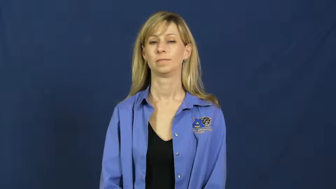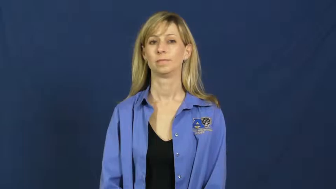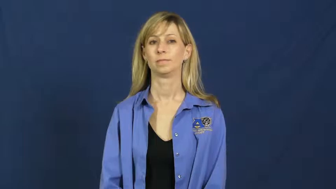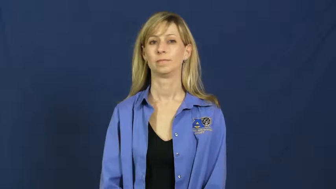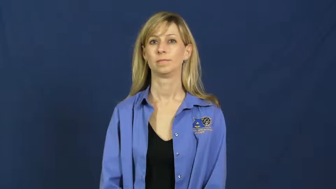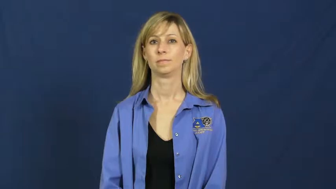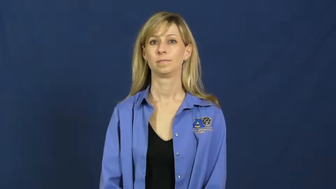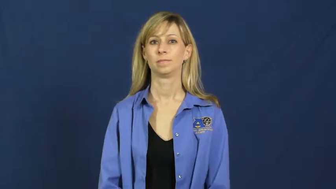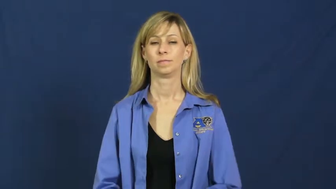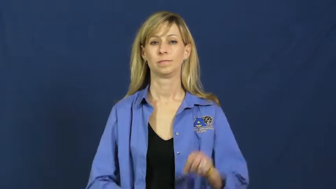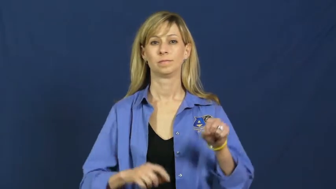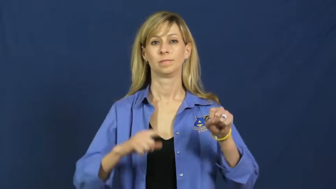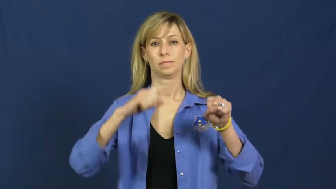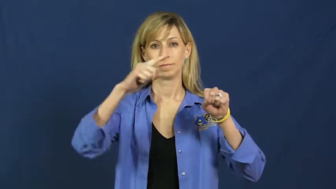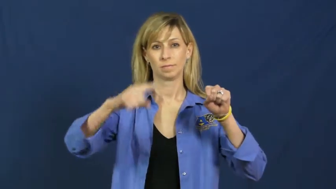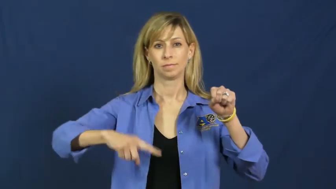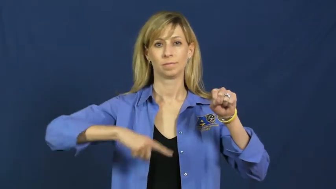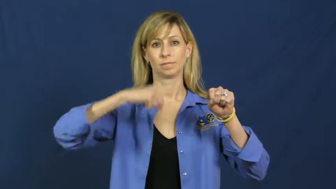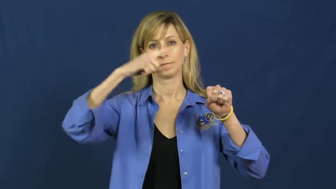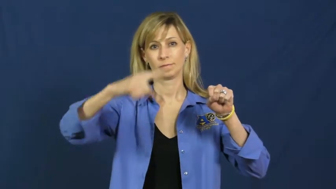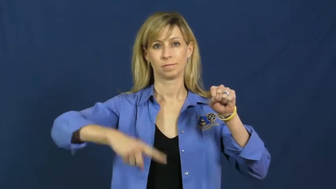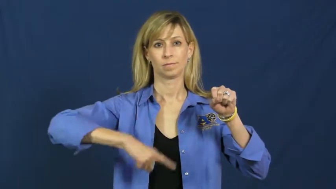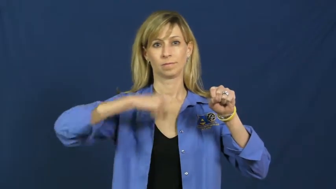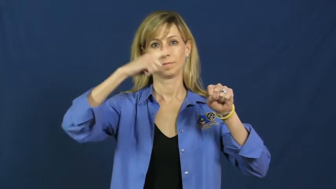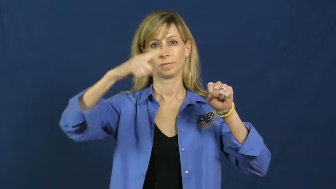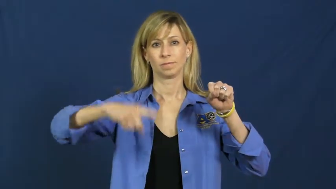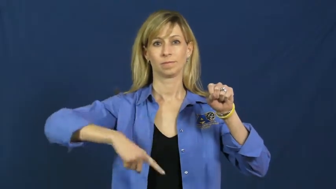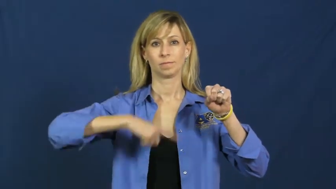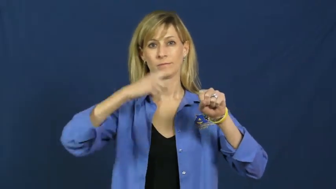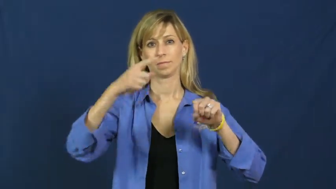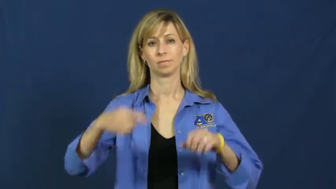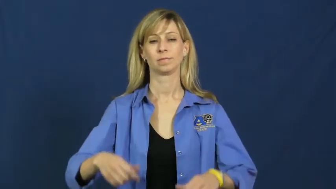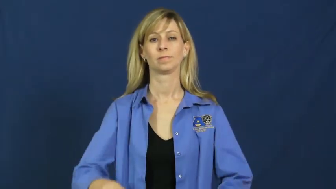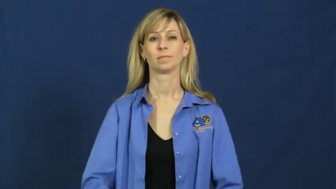reel,wind-object